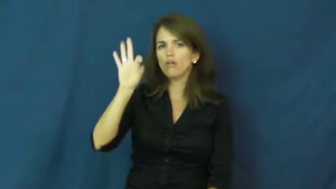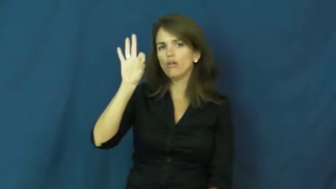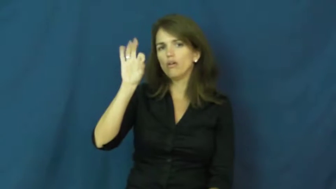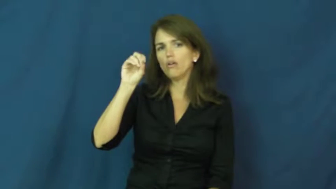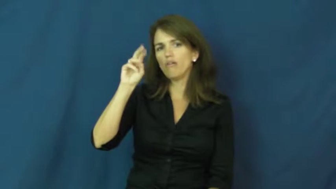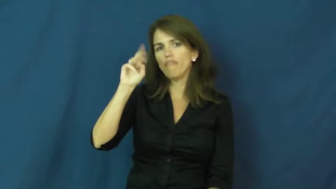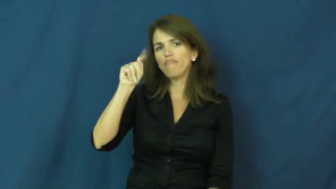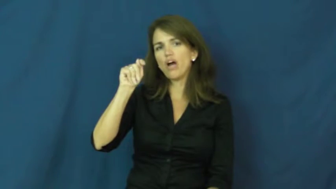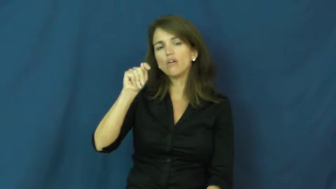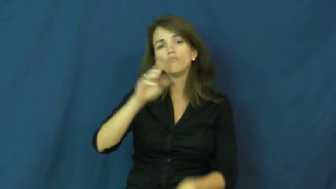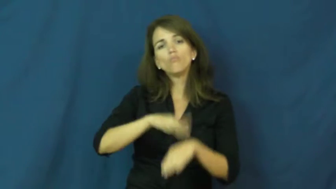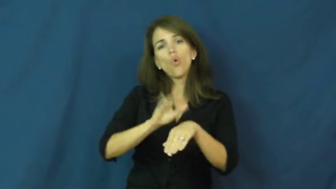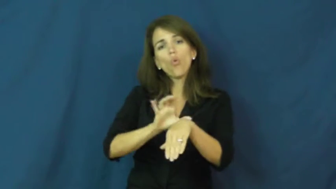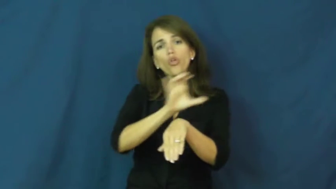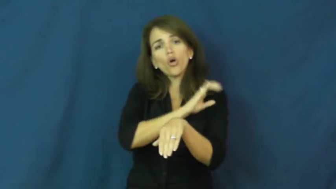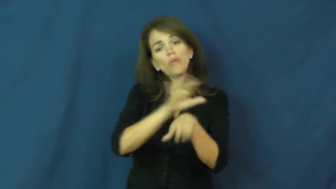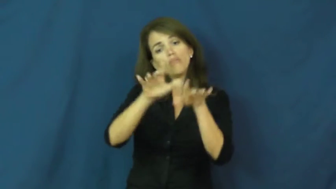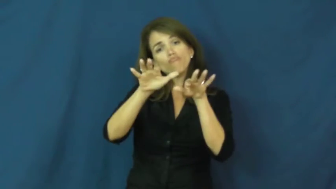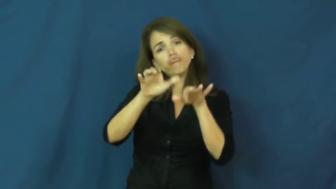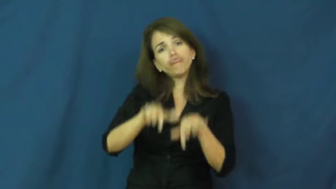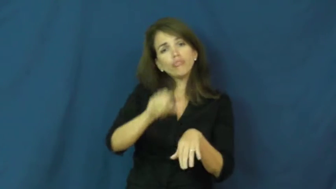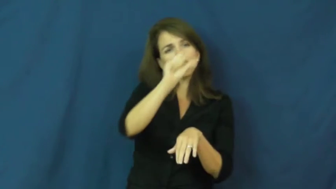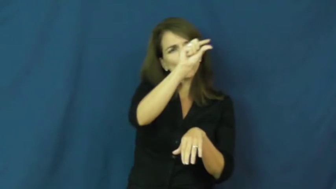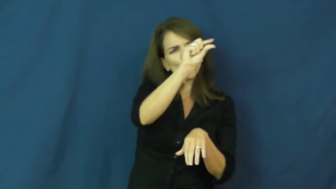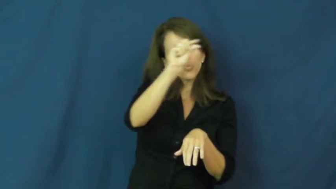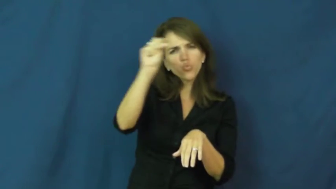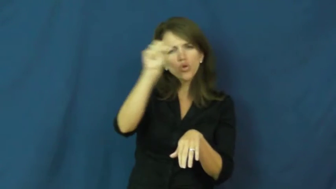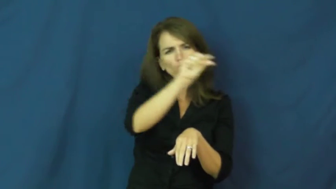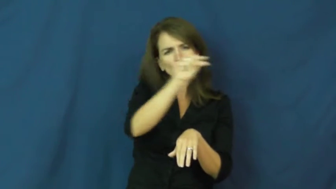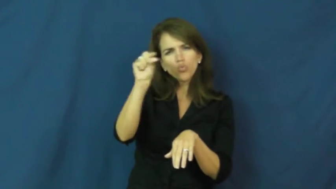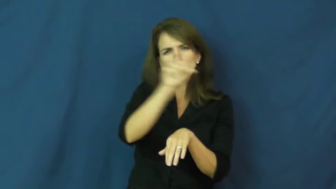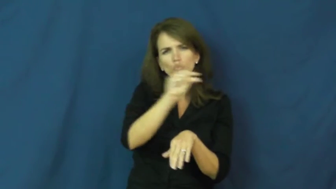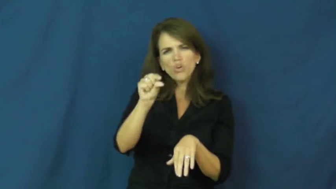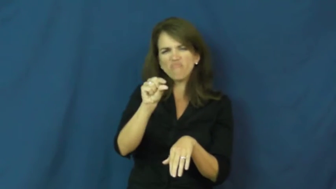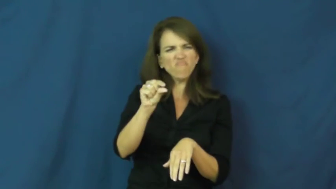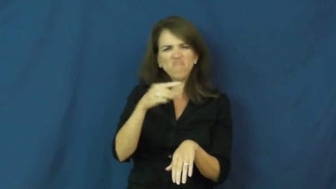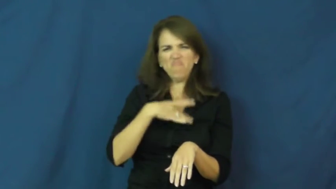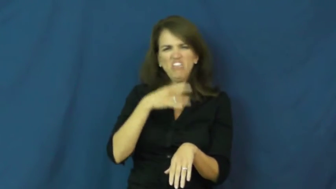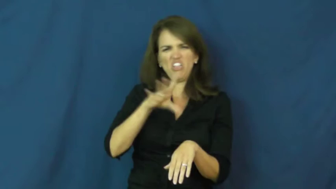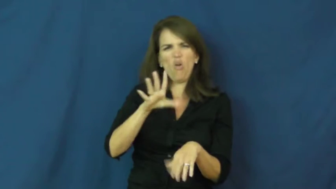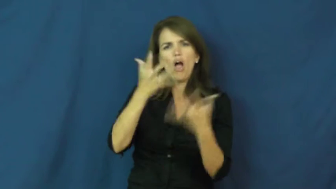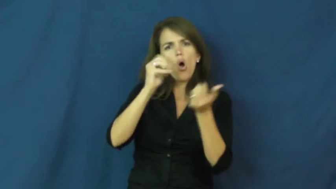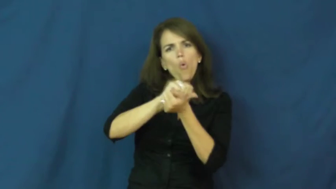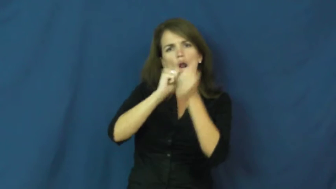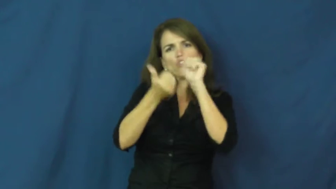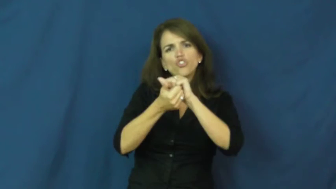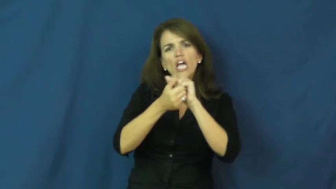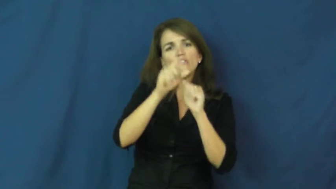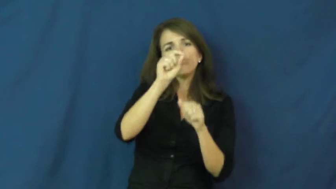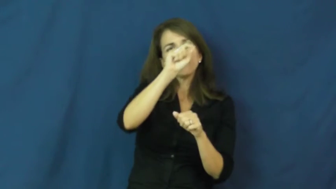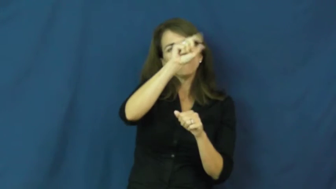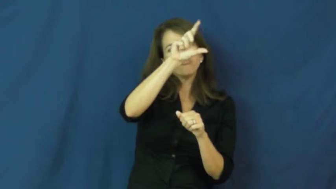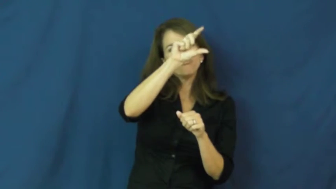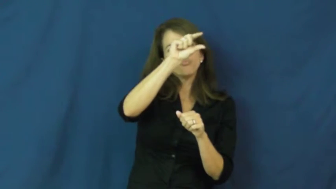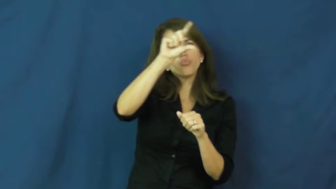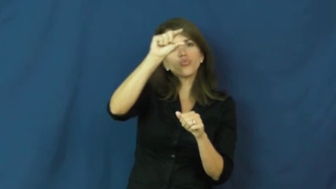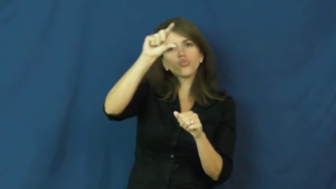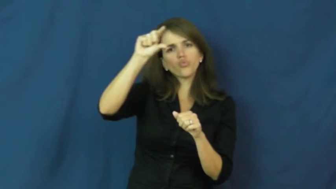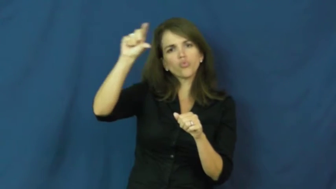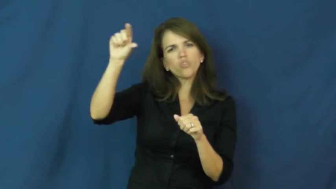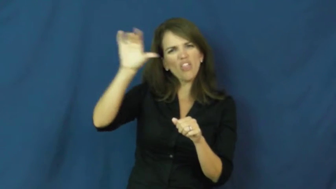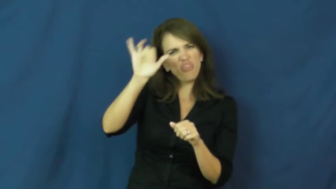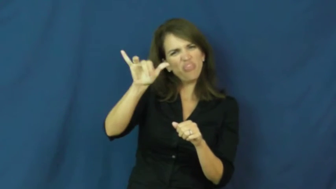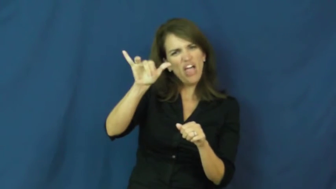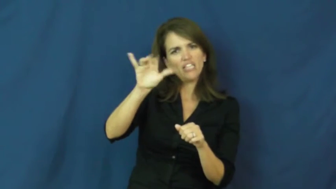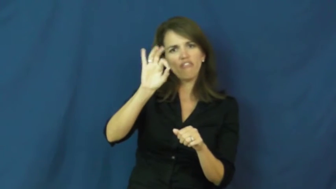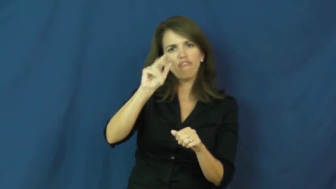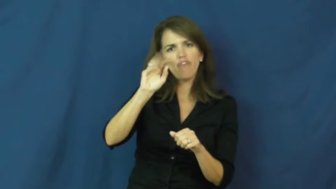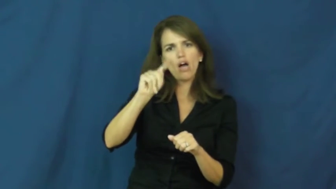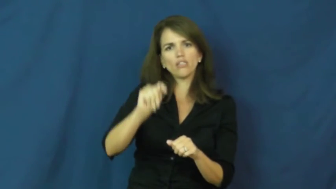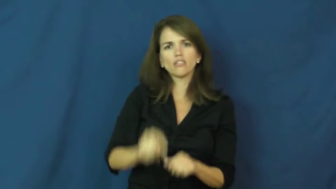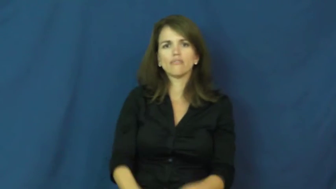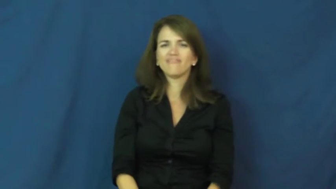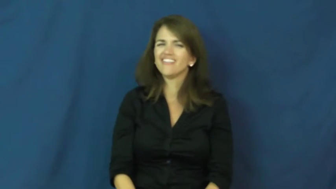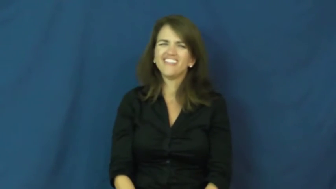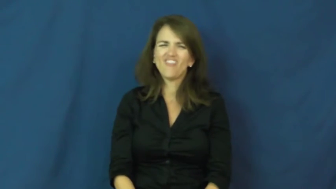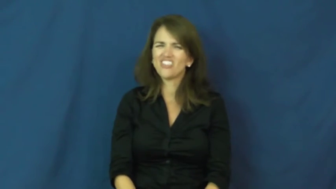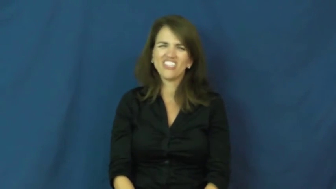font,typeface